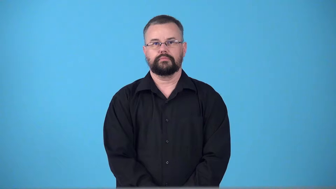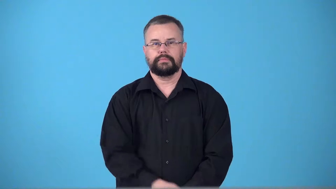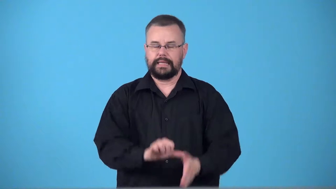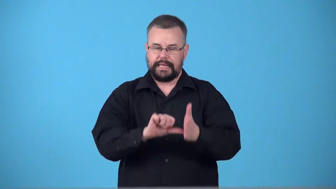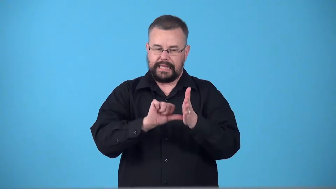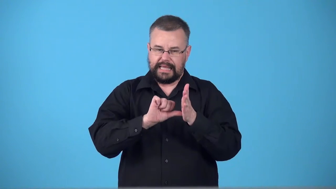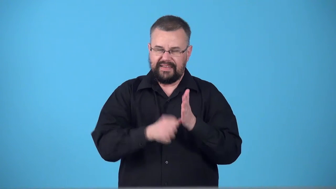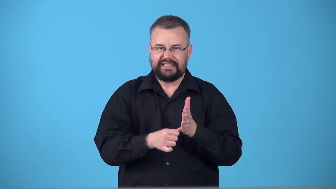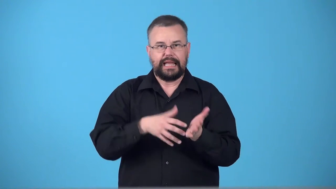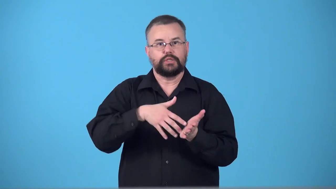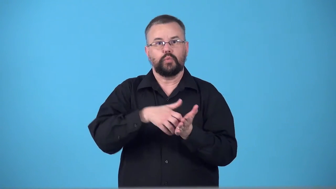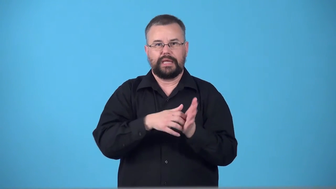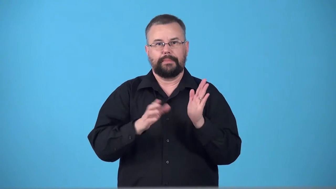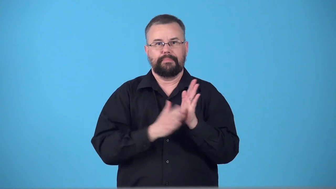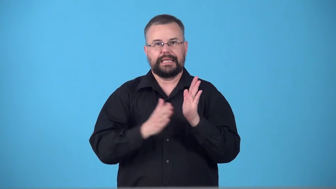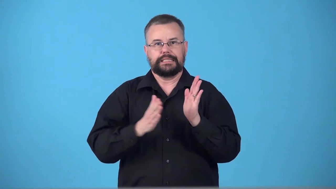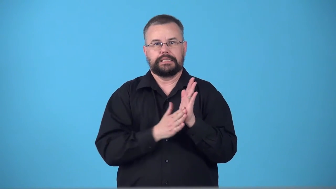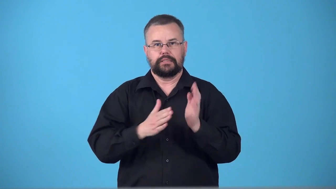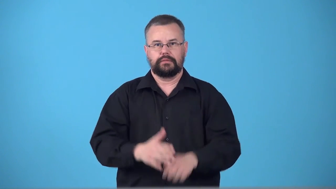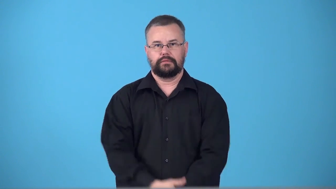syncopated